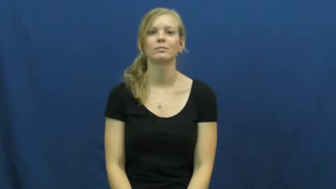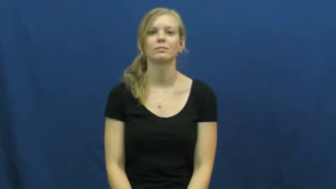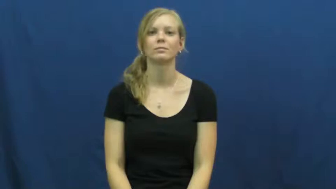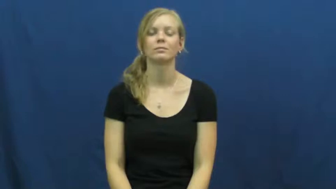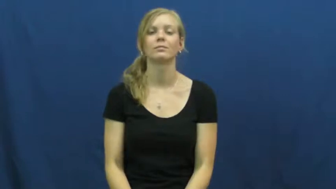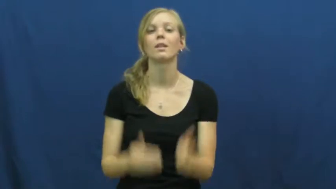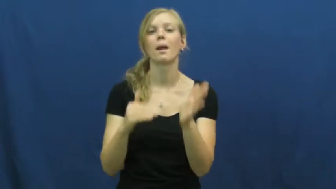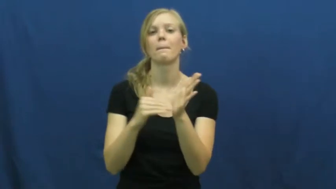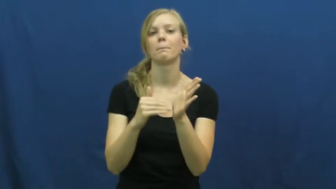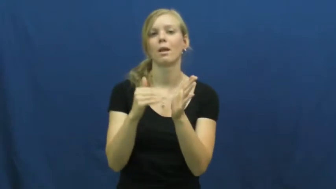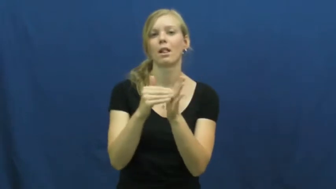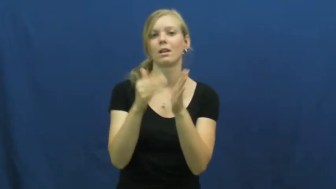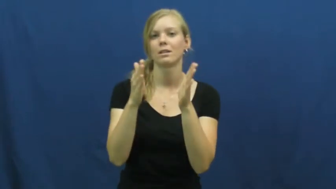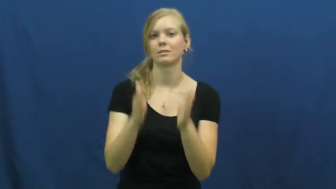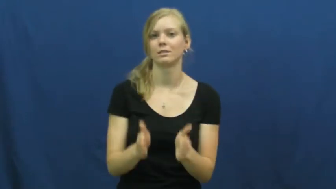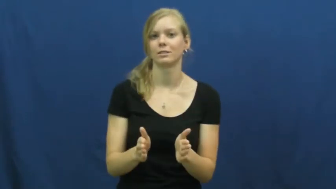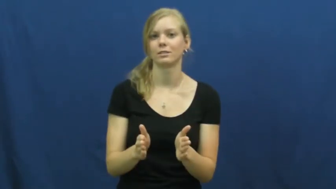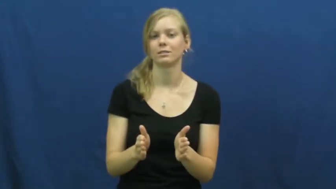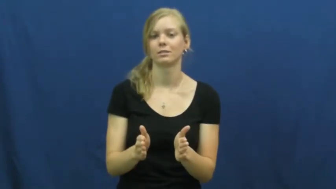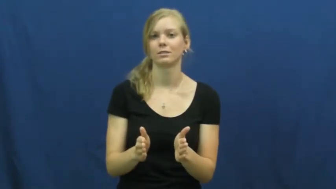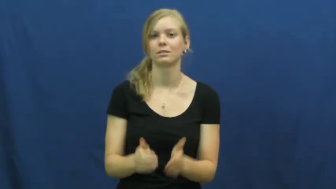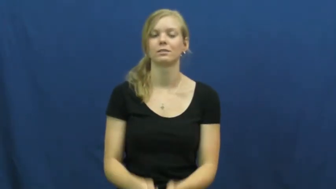millionaire